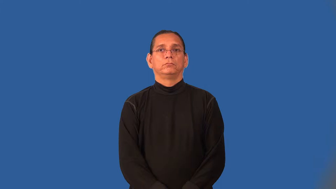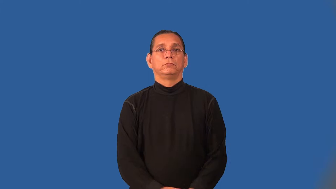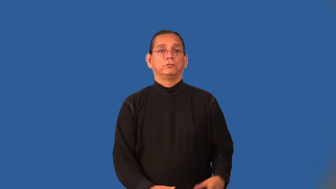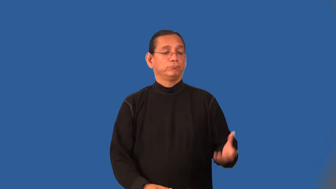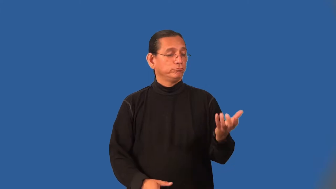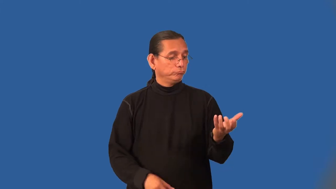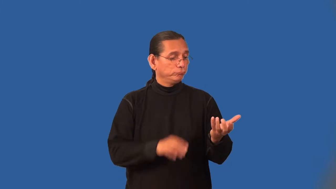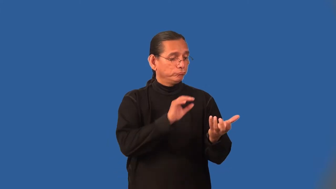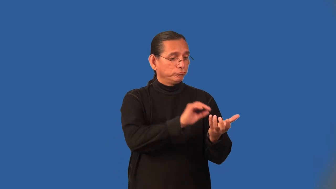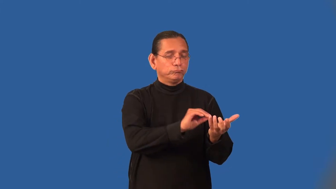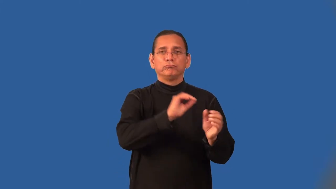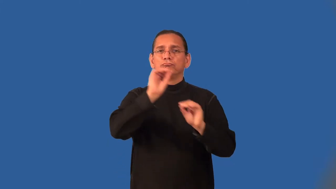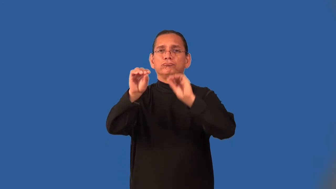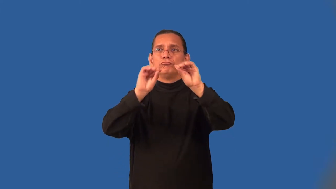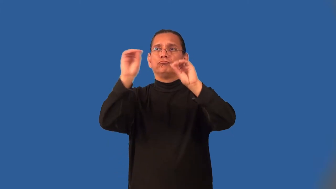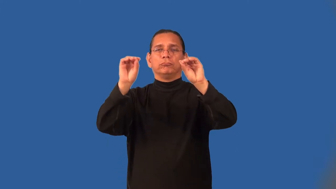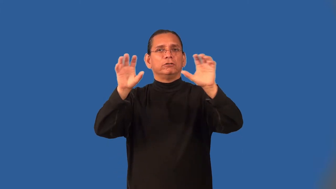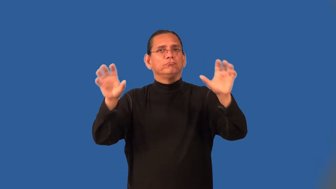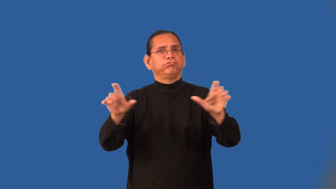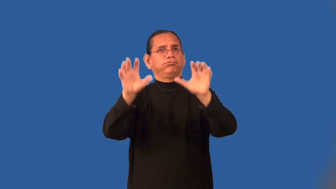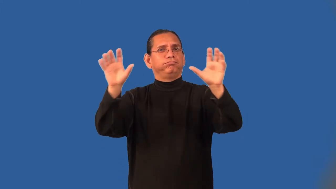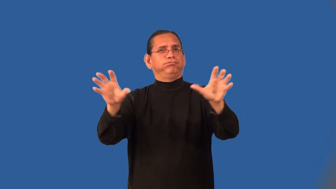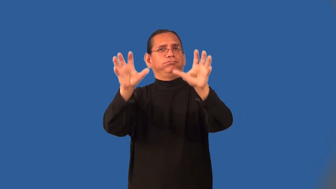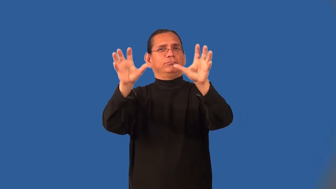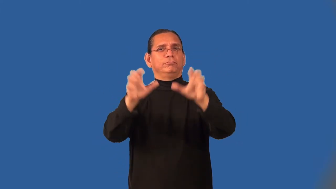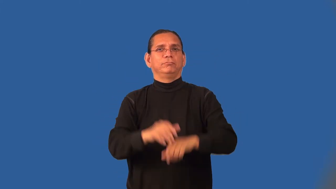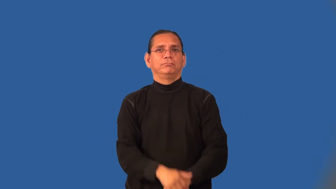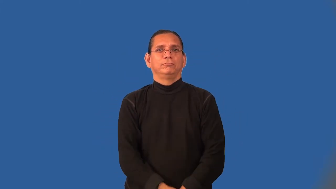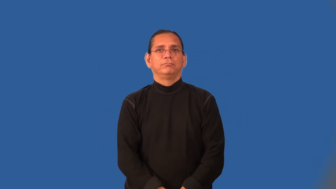ornamental,decorative